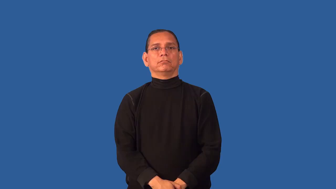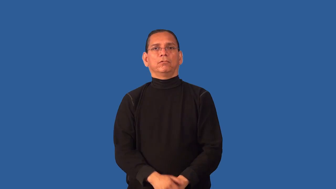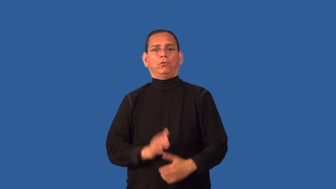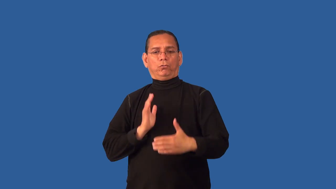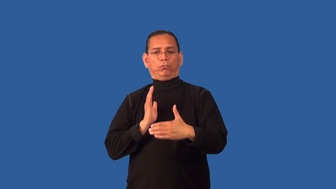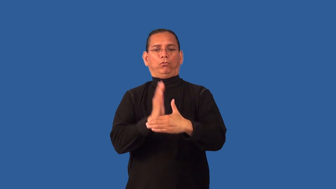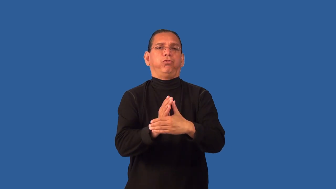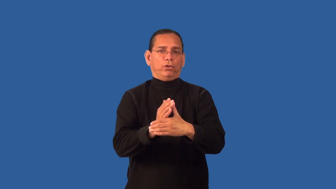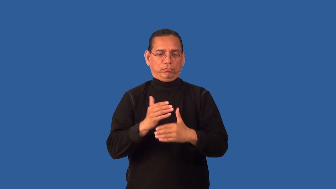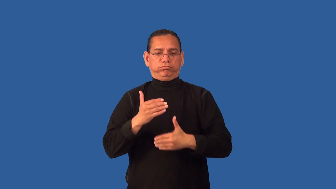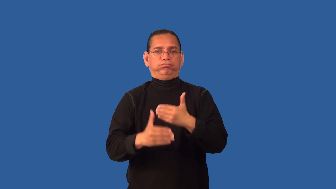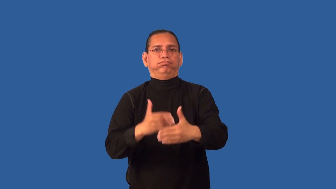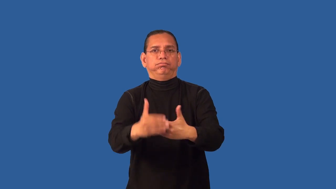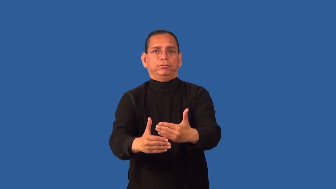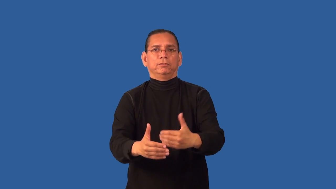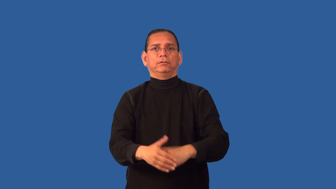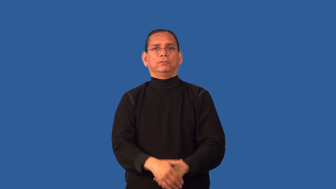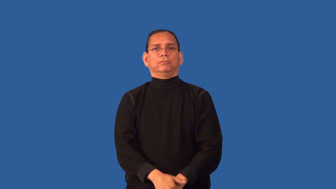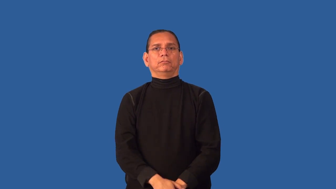deterrent